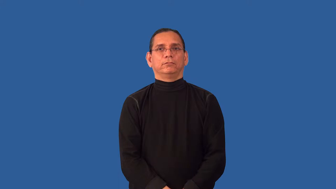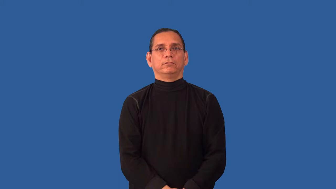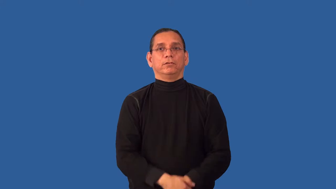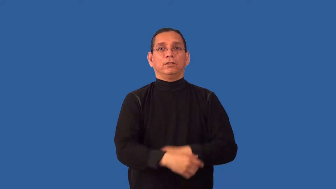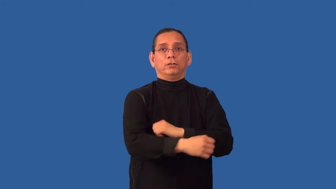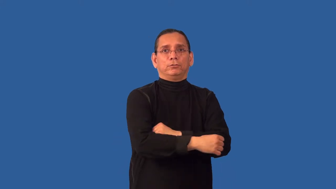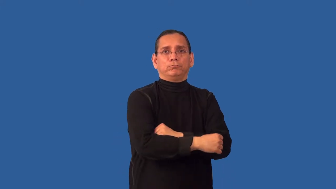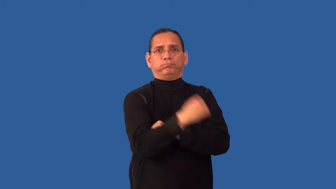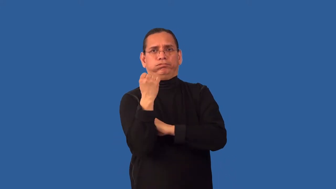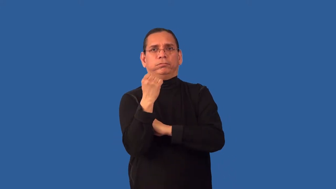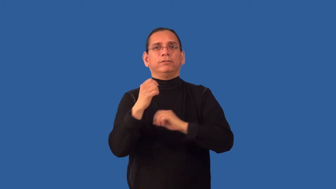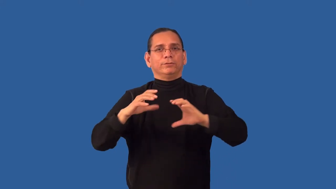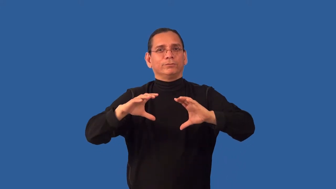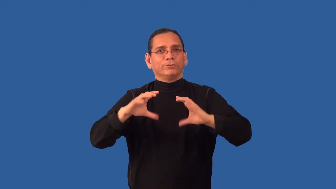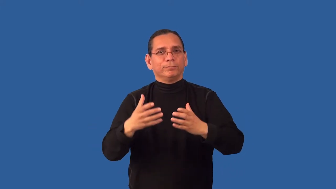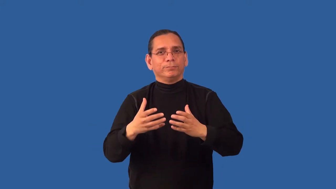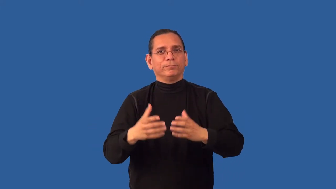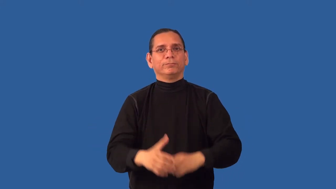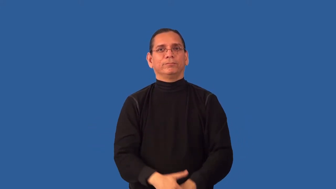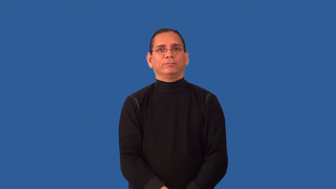regroup-group